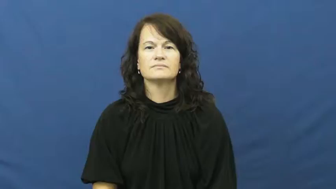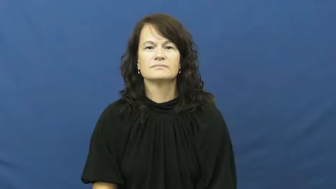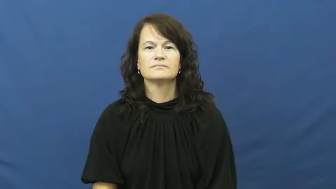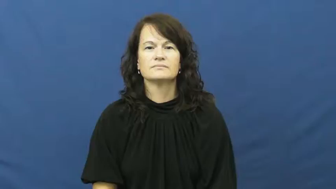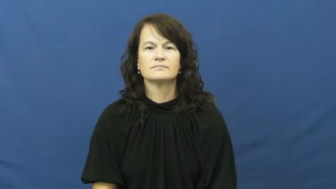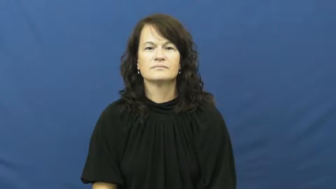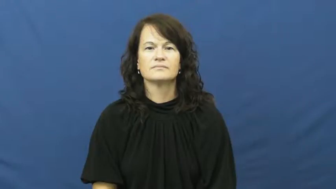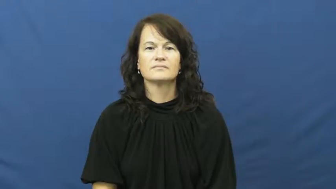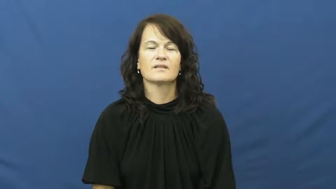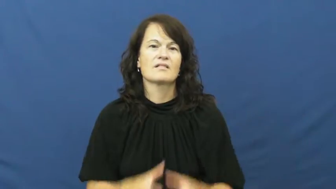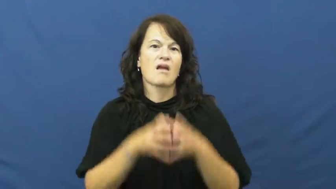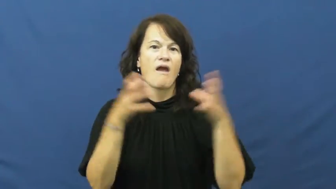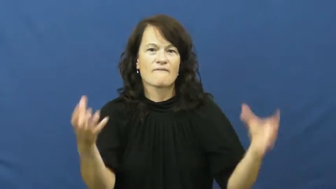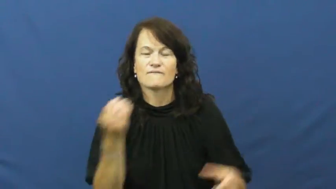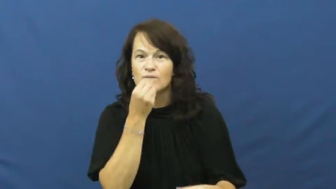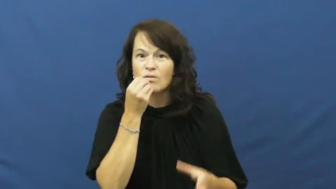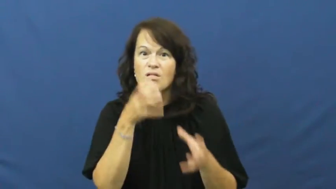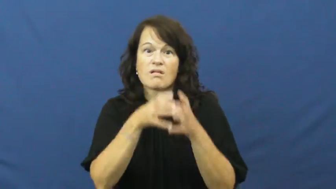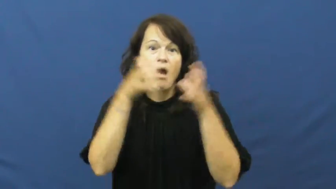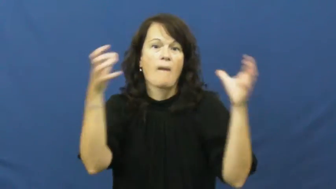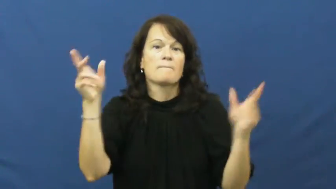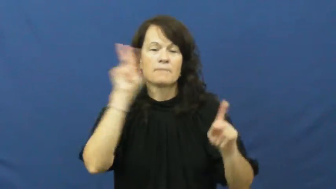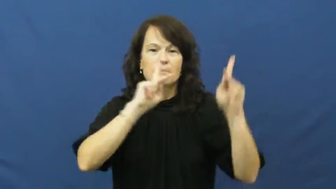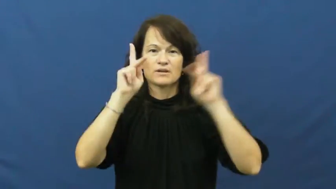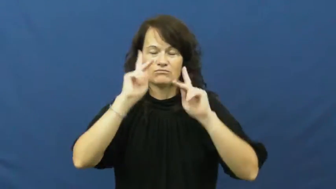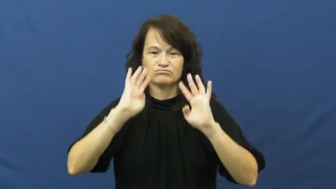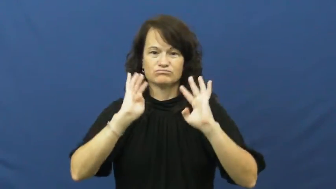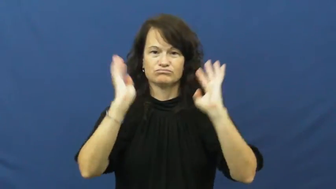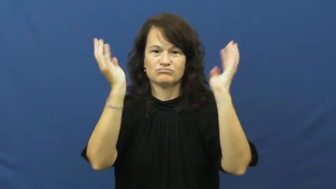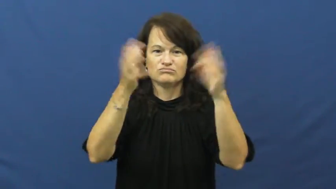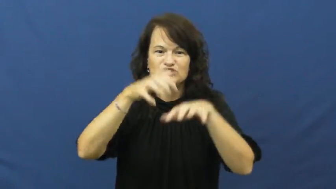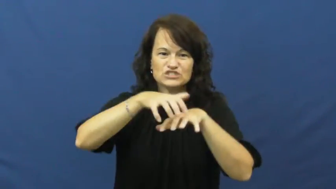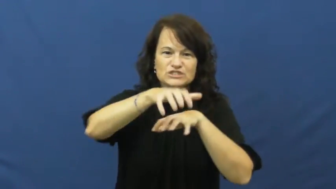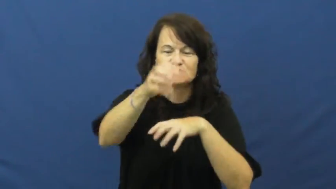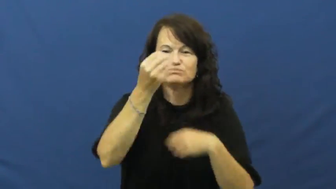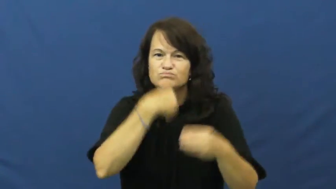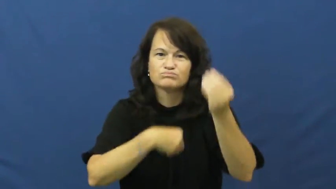buffet,smorgasbord